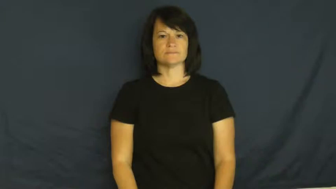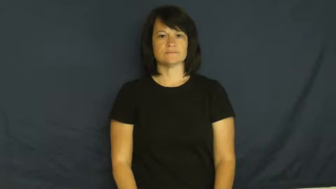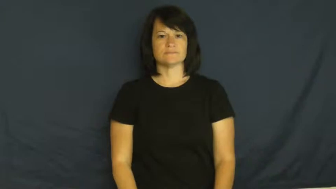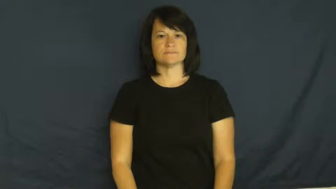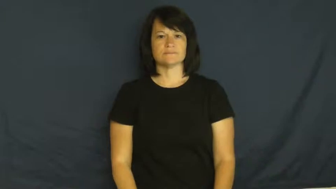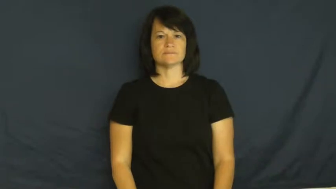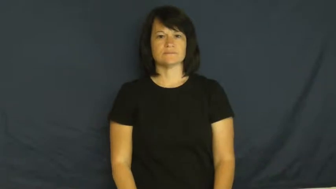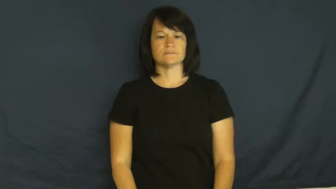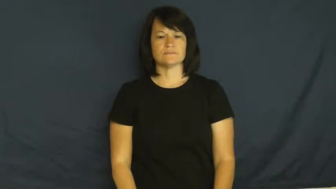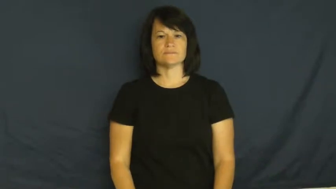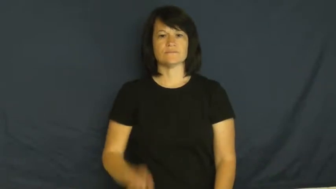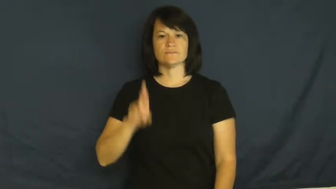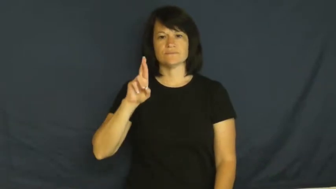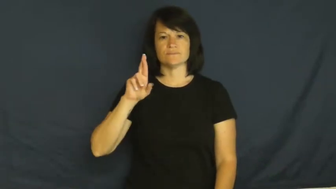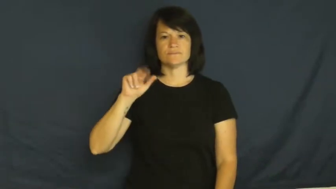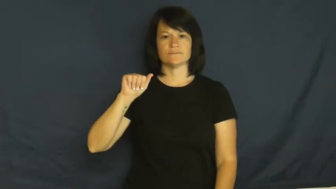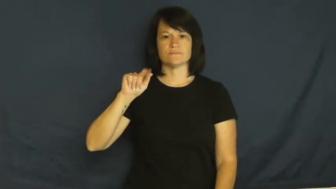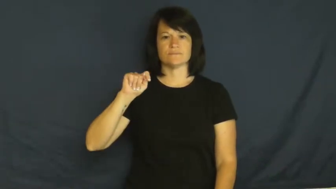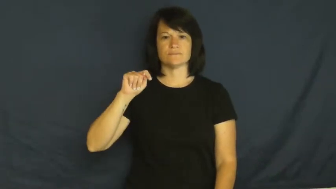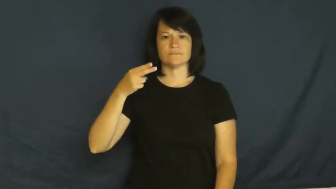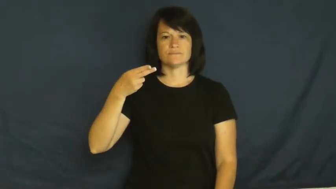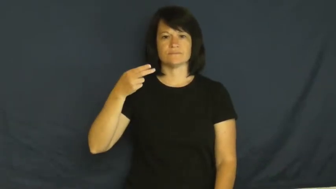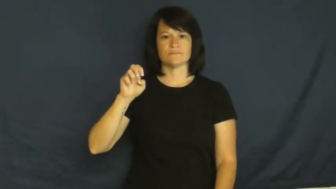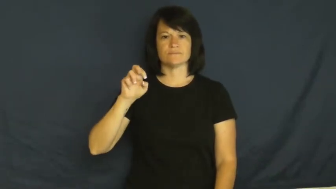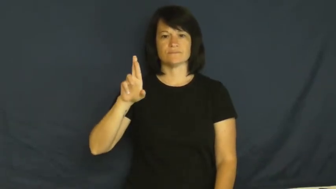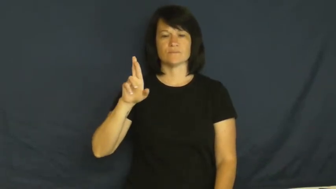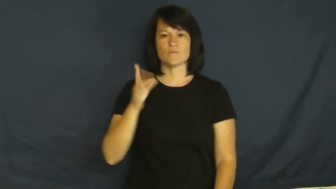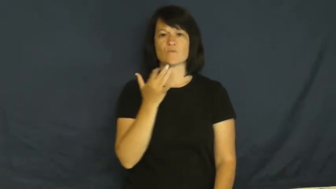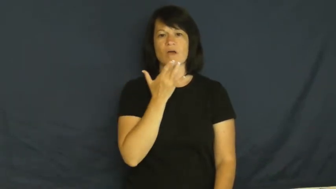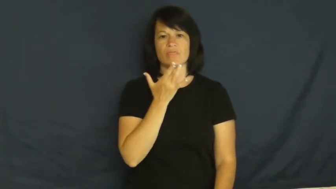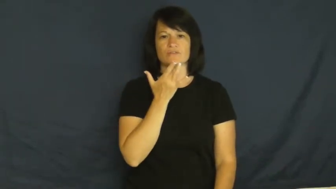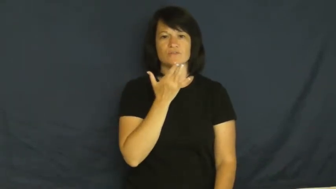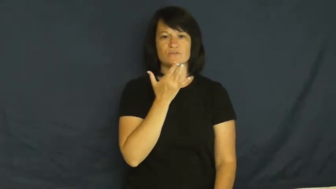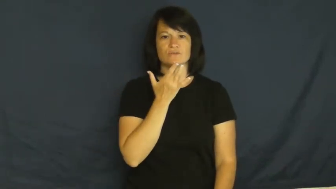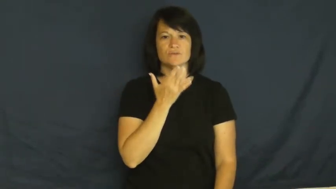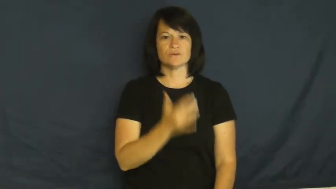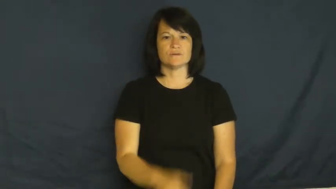rather-prefer